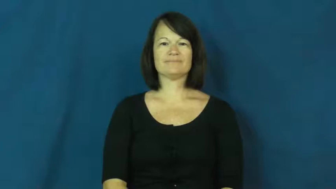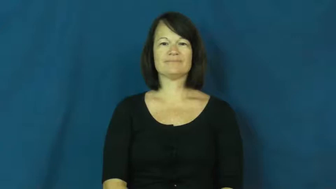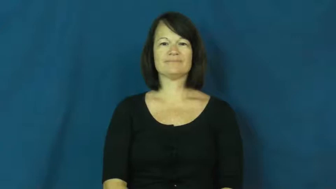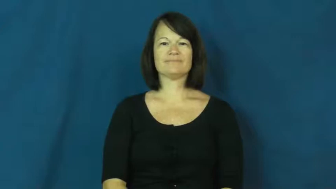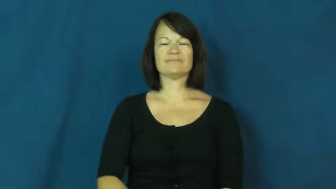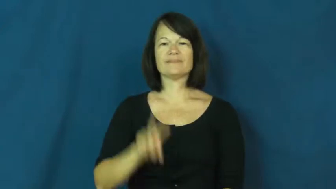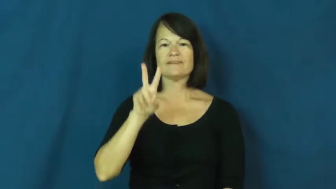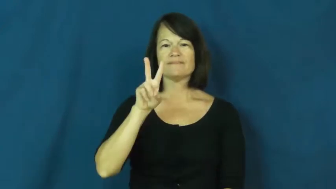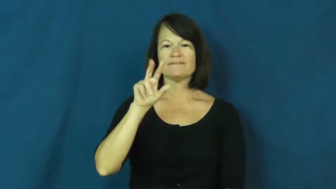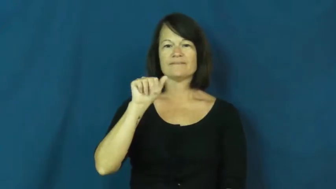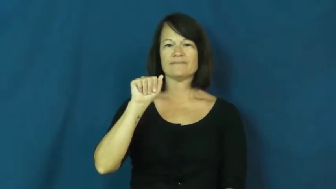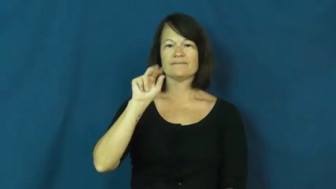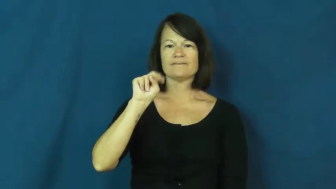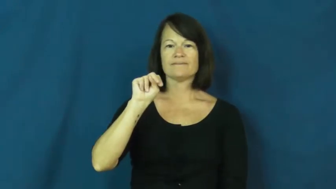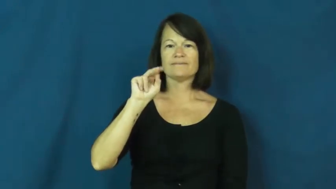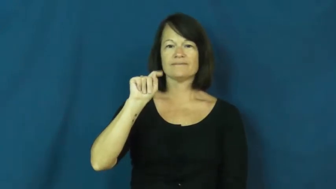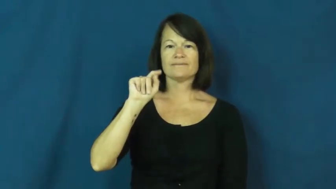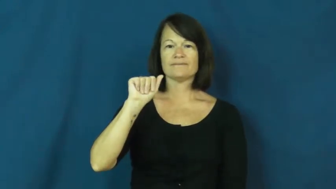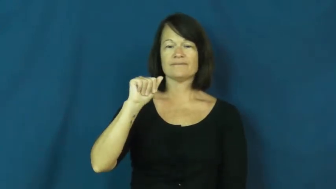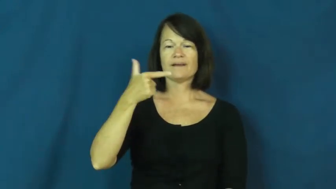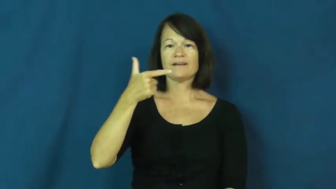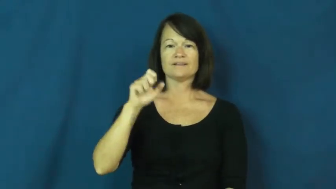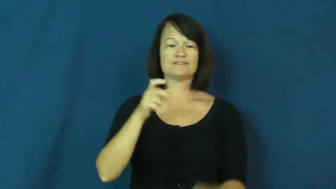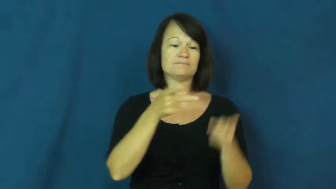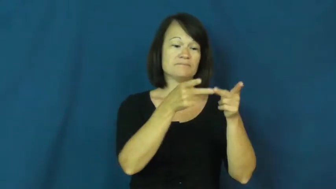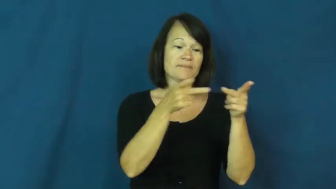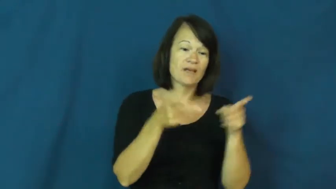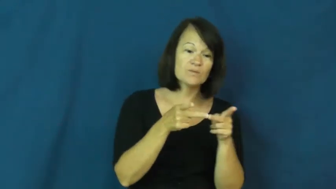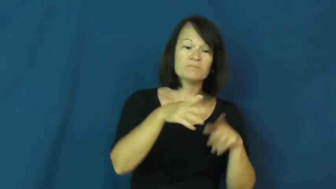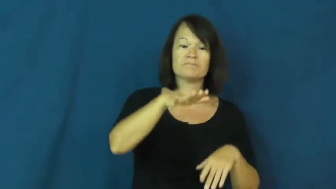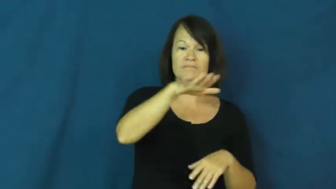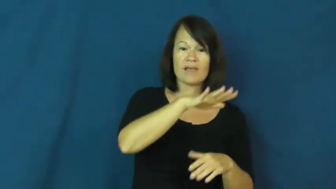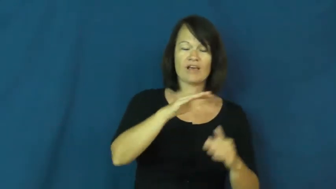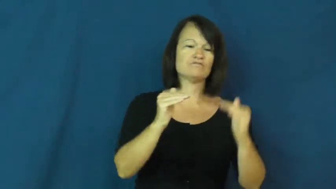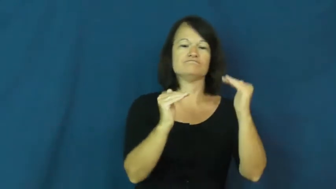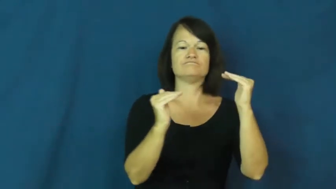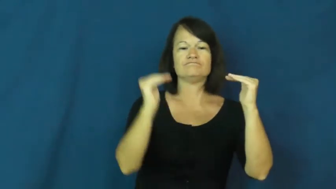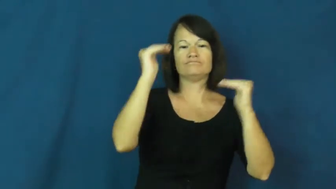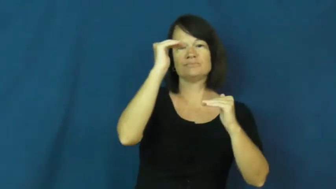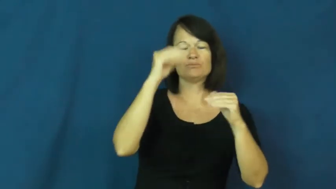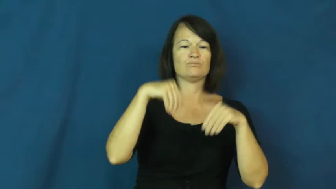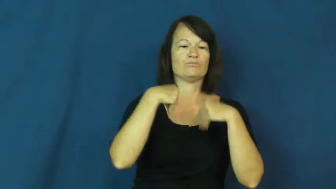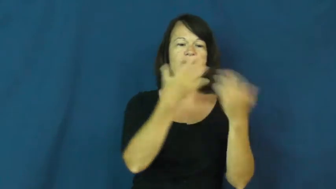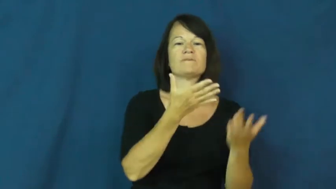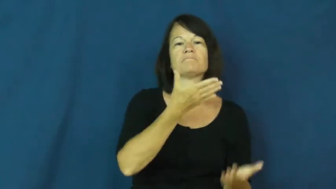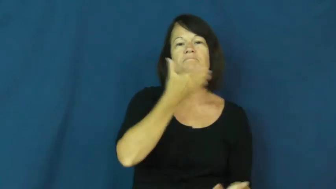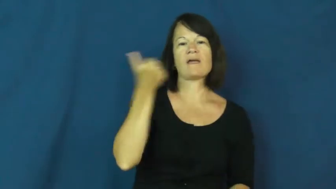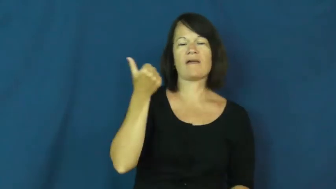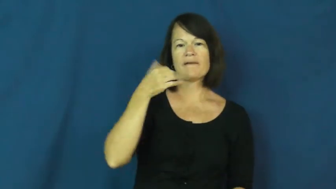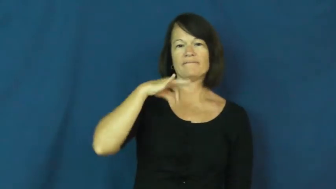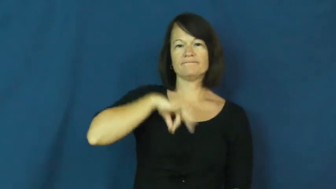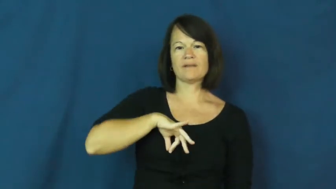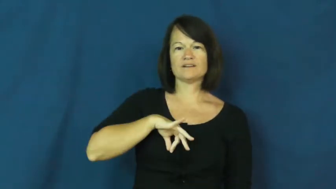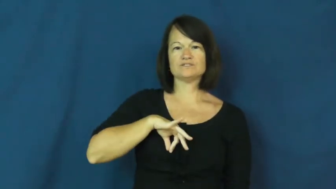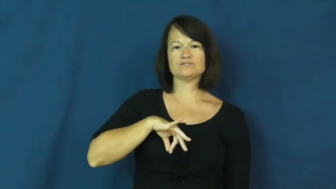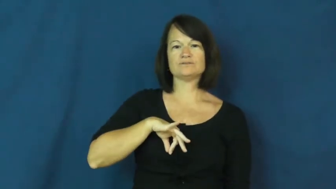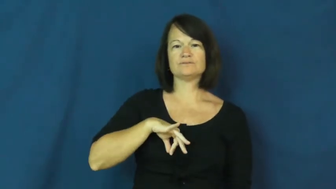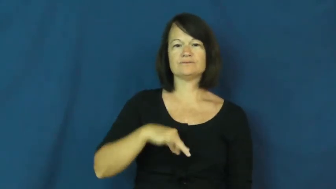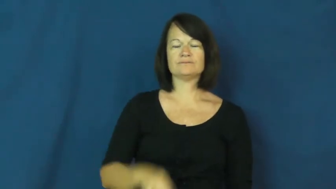vantage